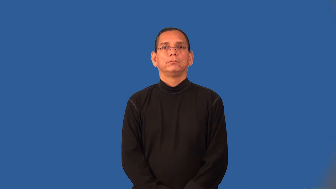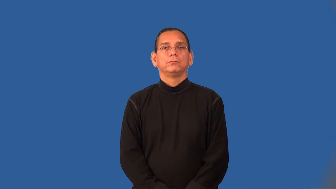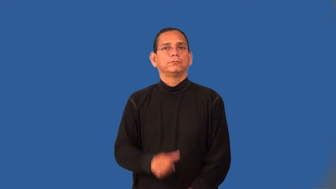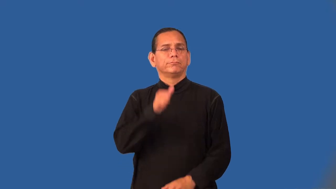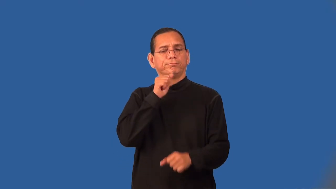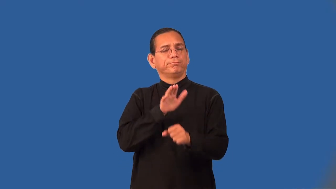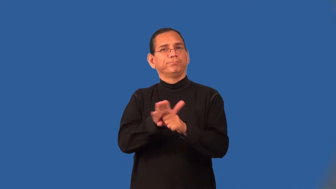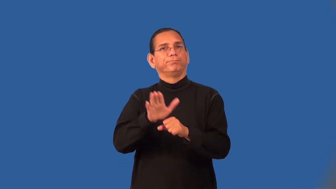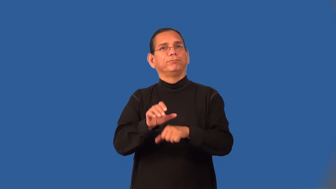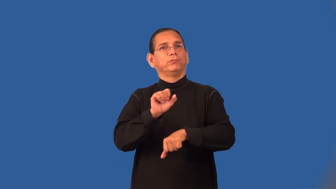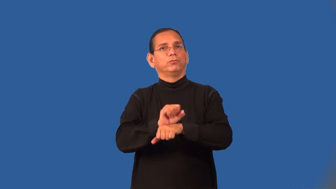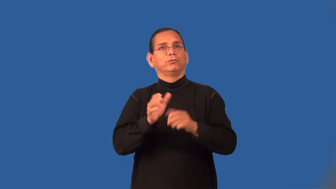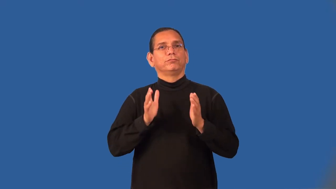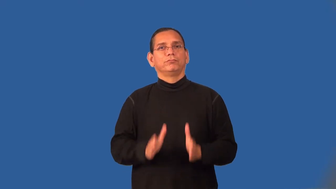understaffed